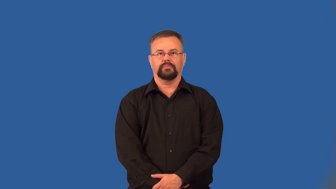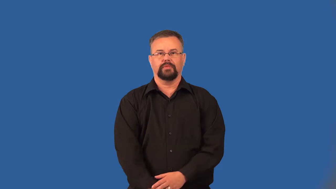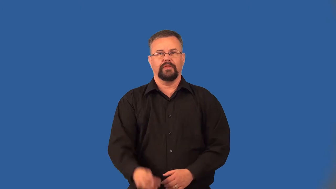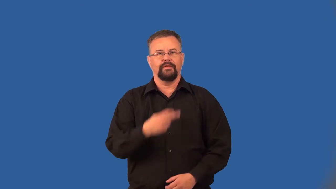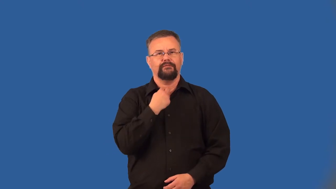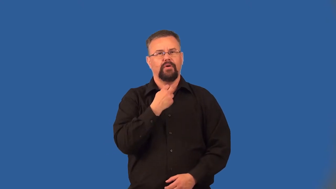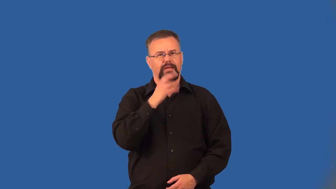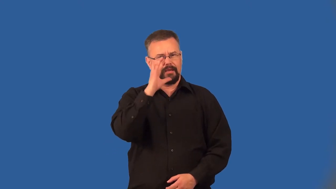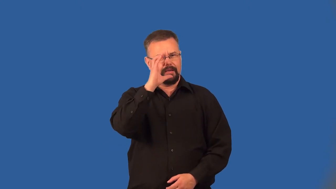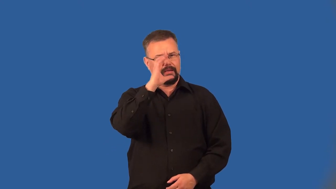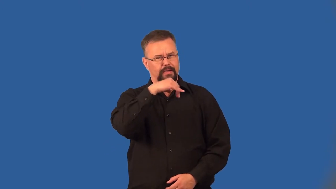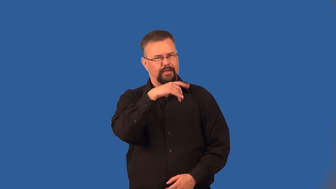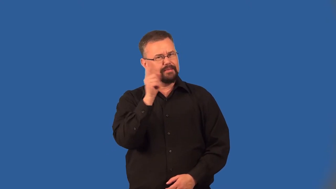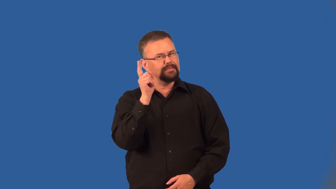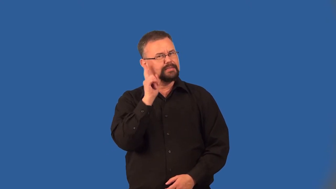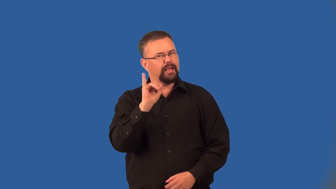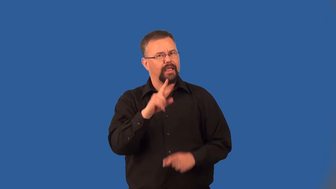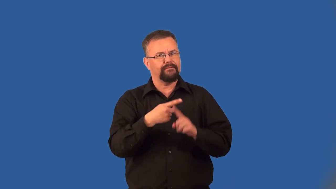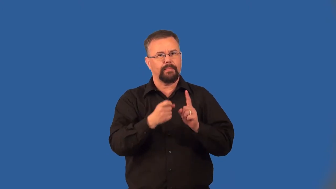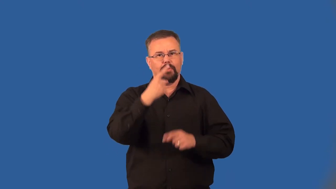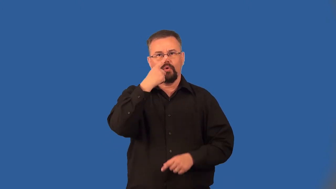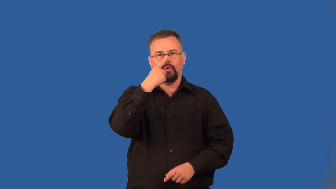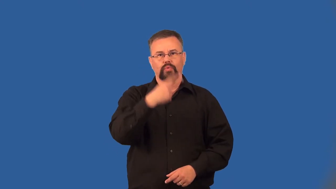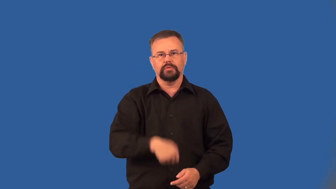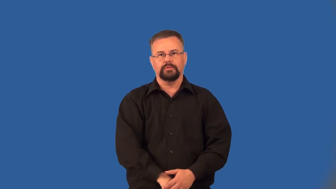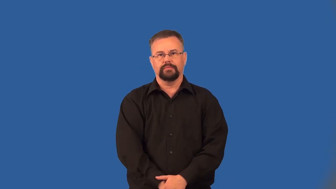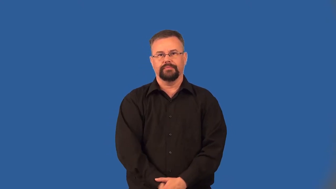twang